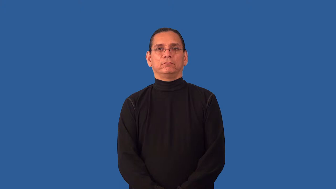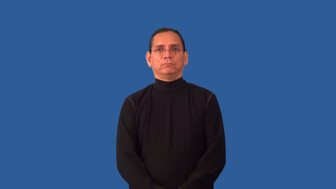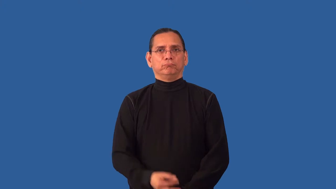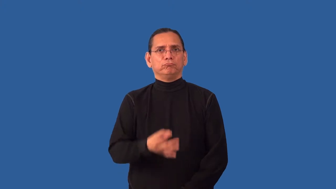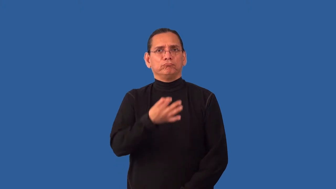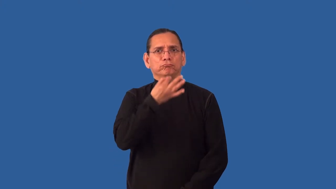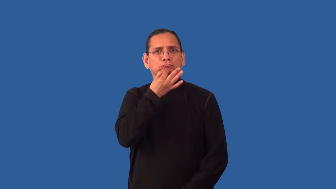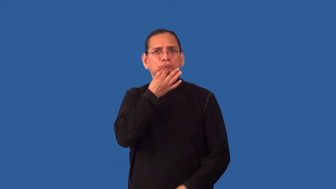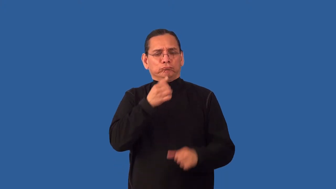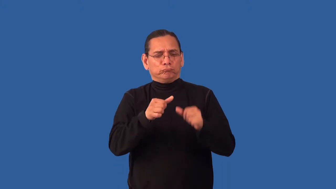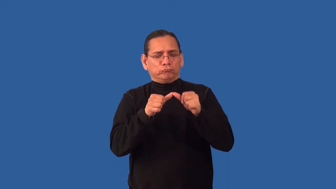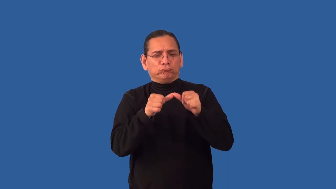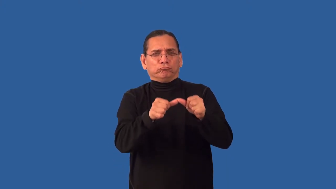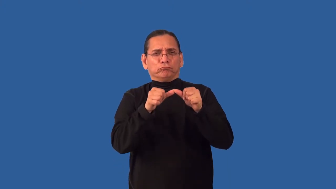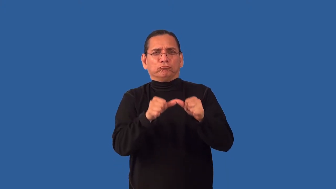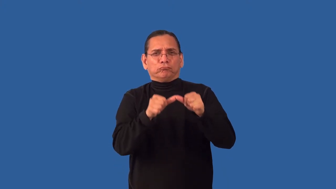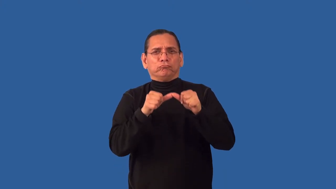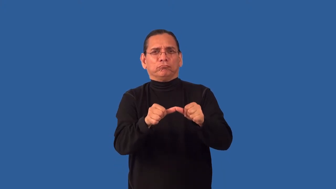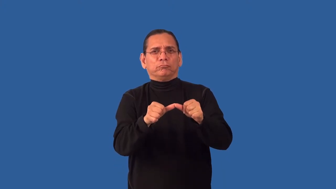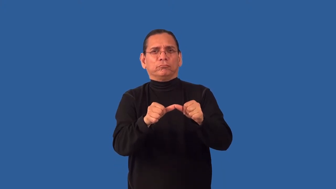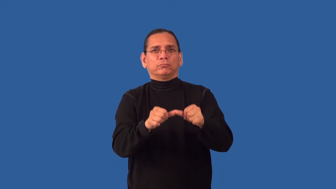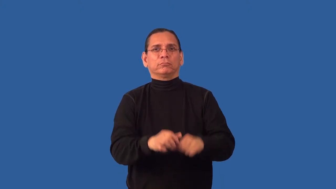indefatigable